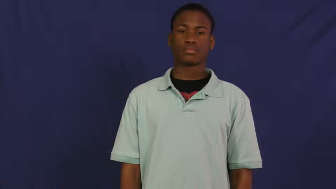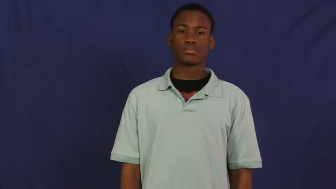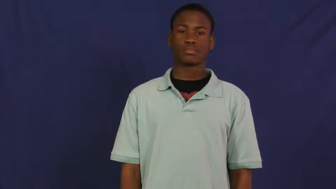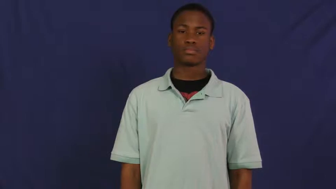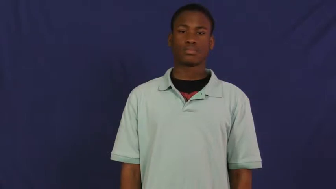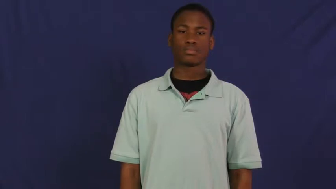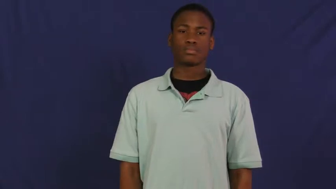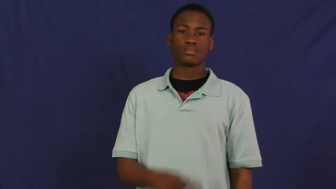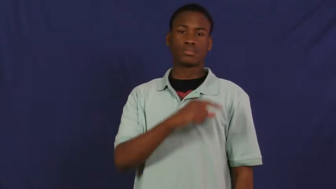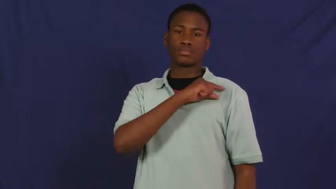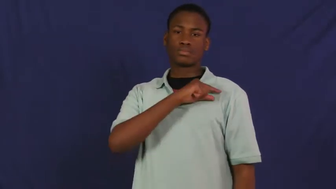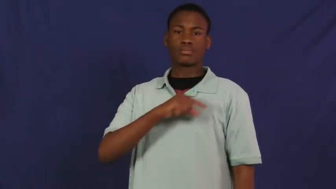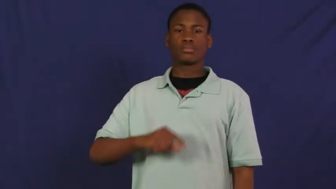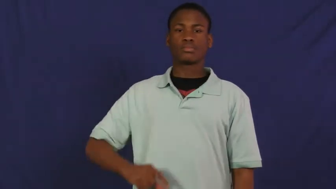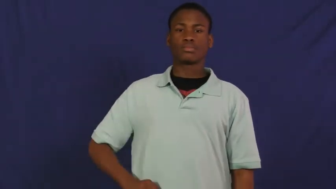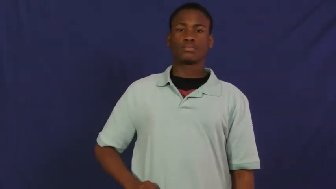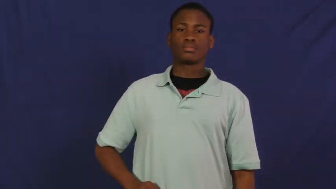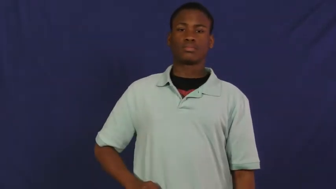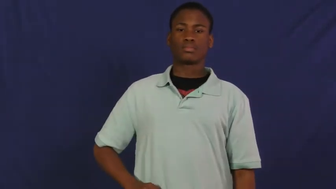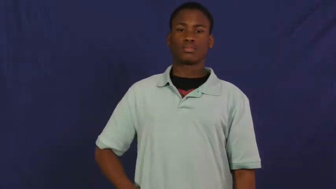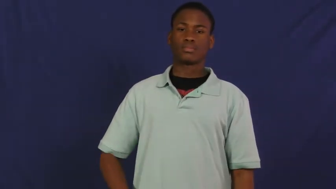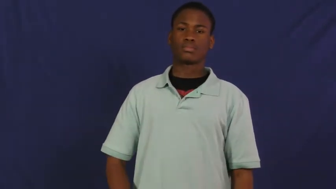queen,rani,crown